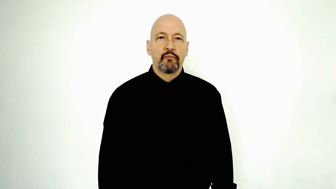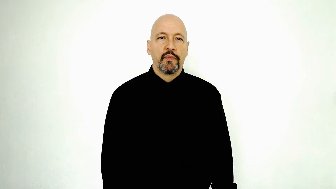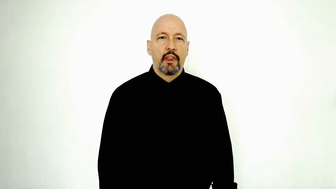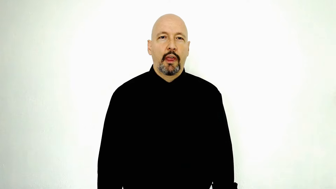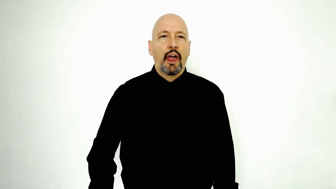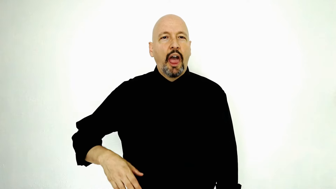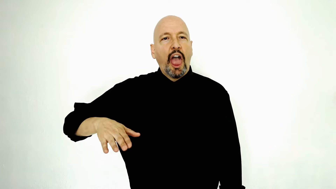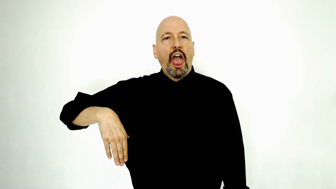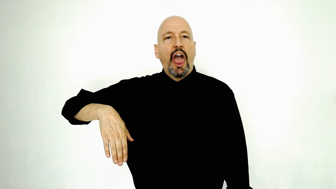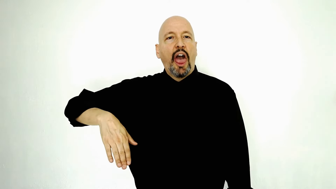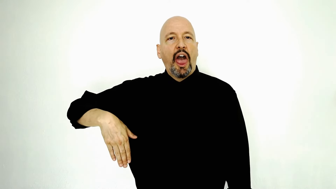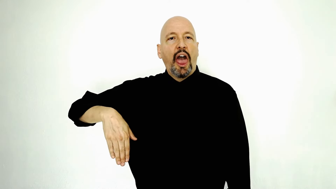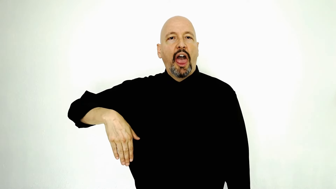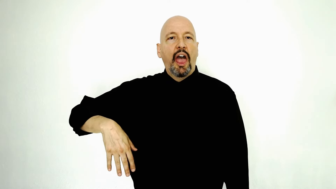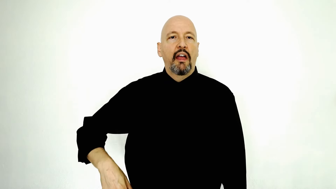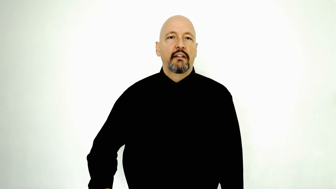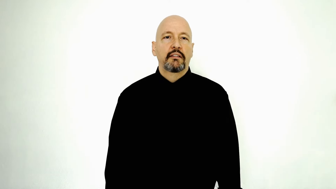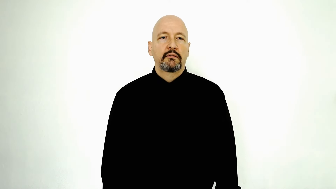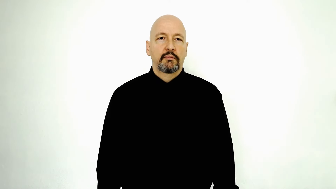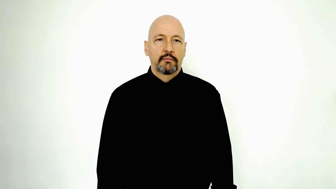not-YET